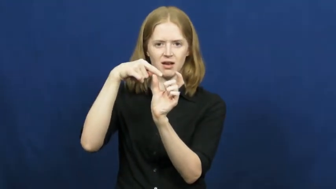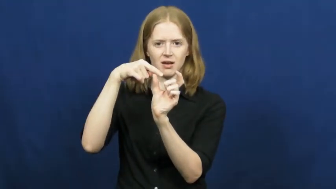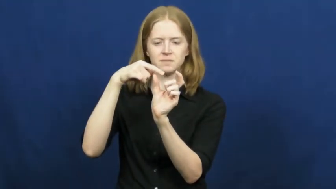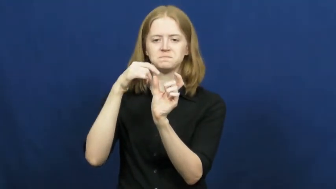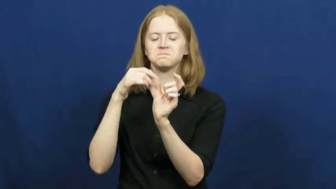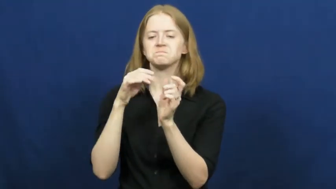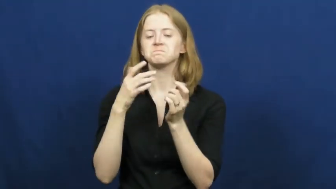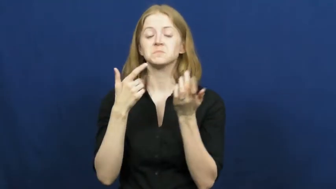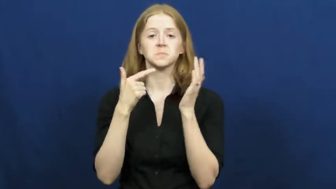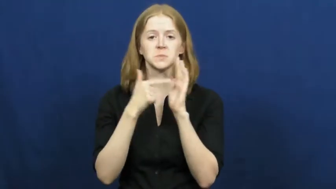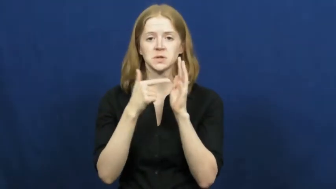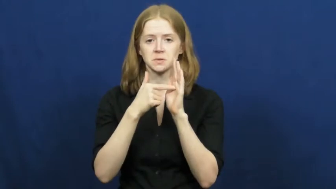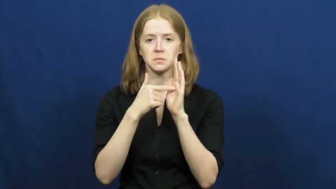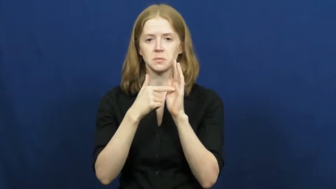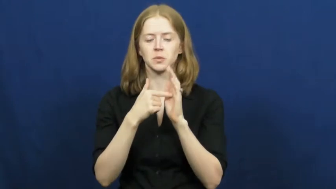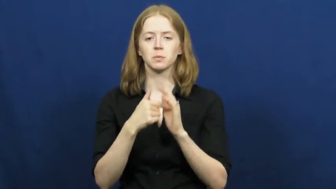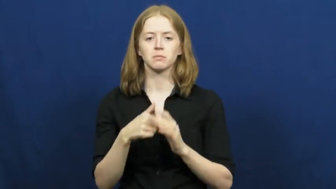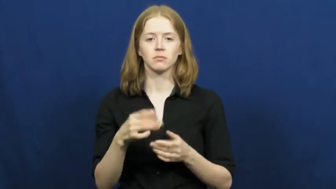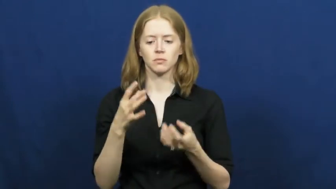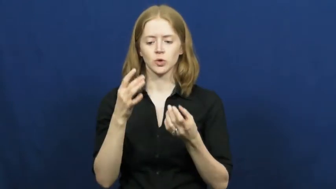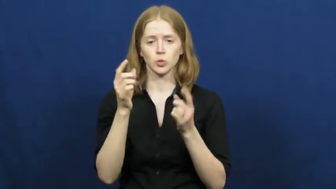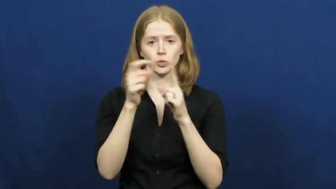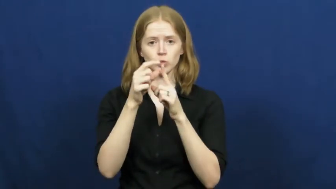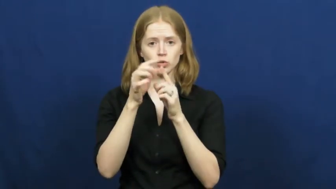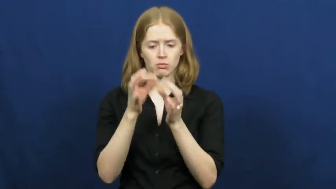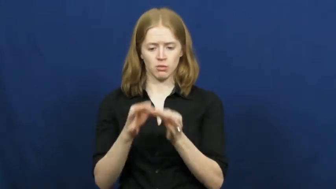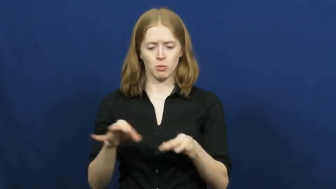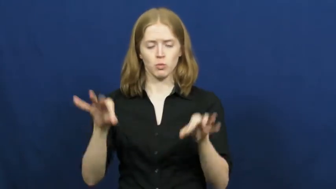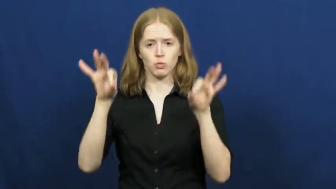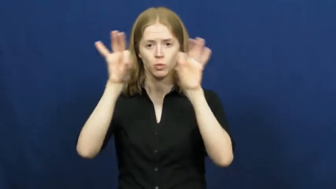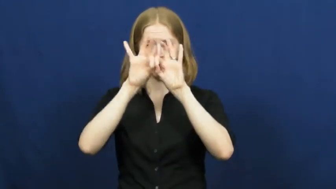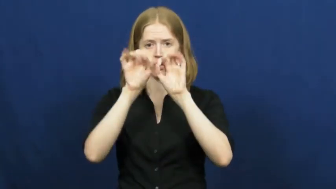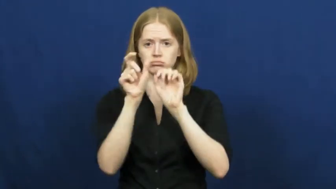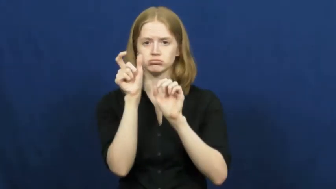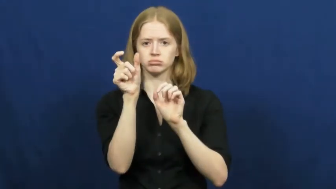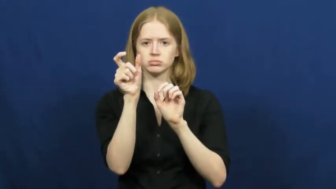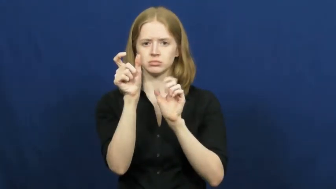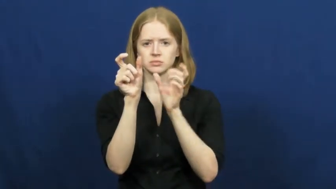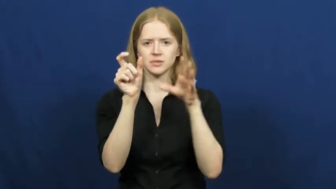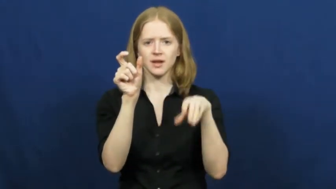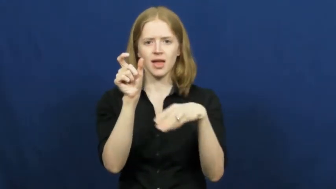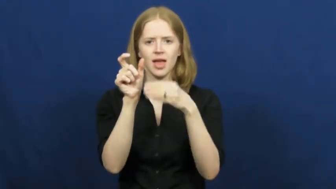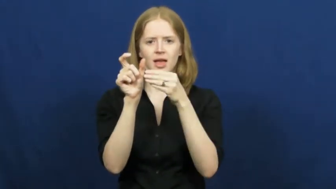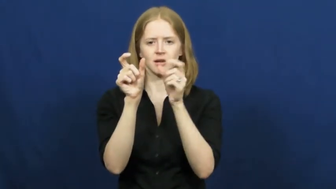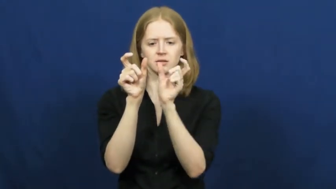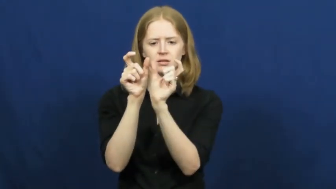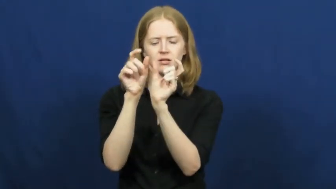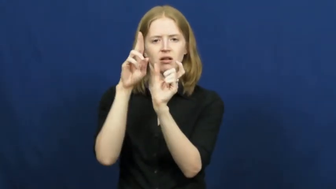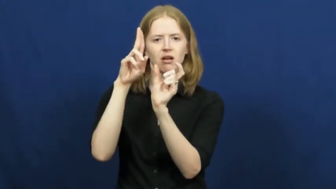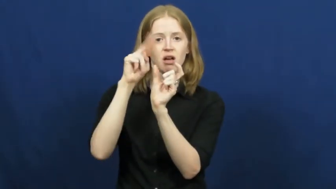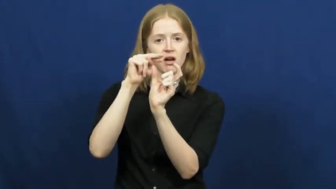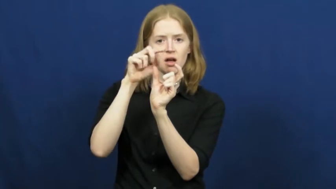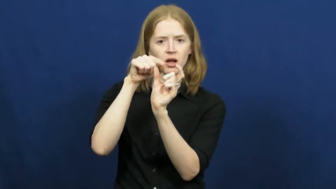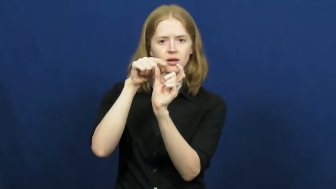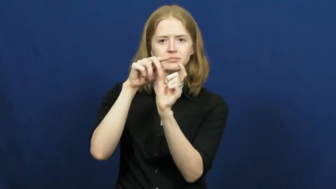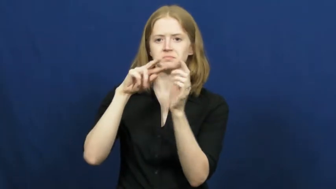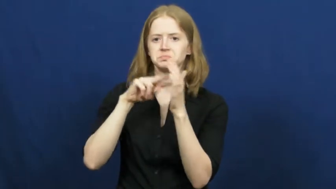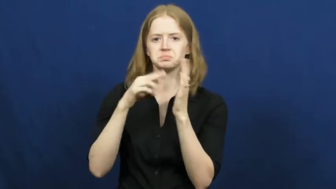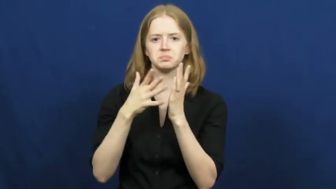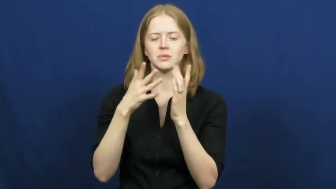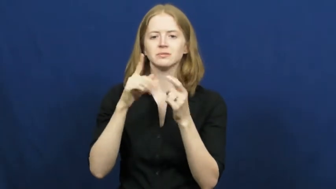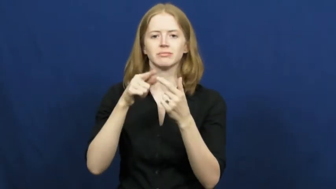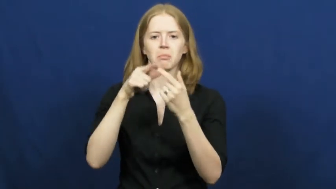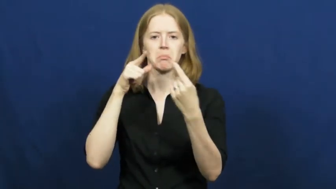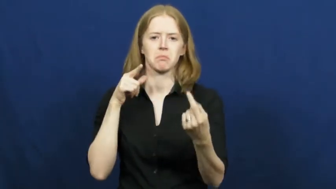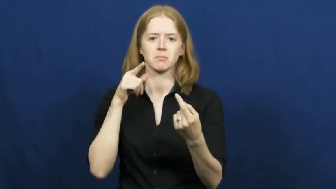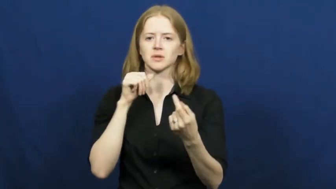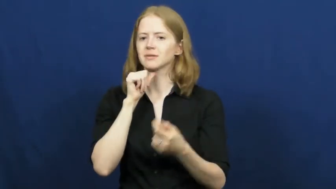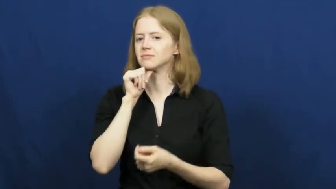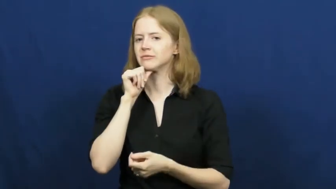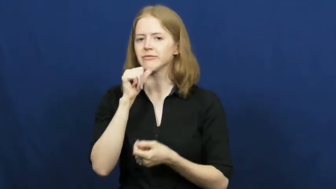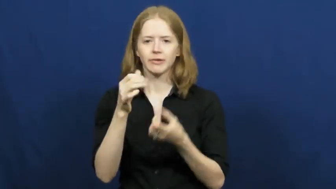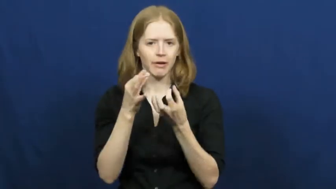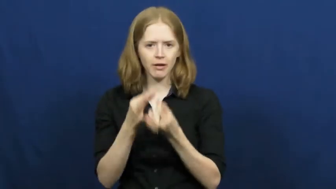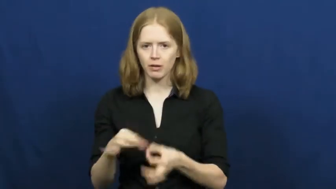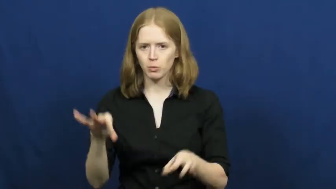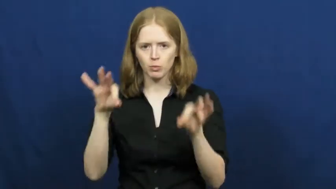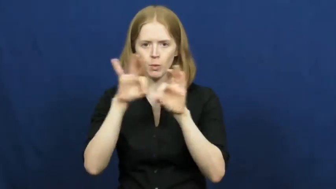prefix